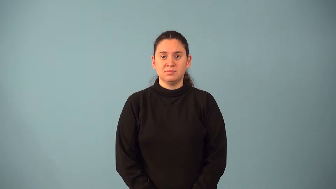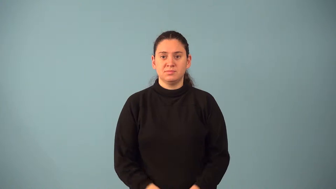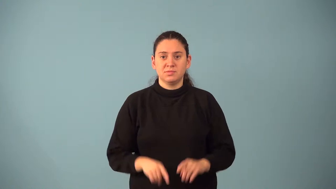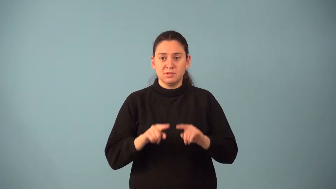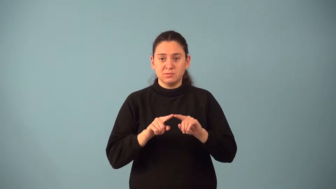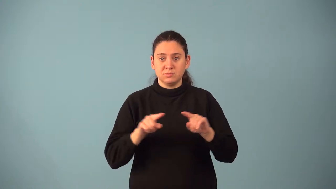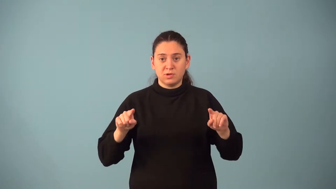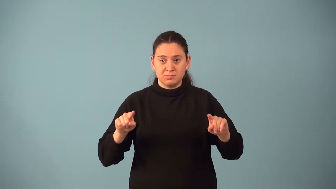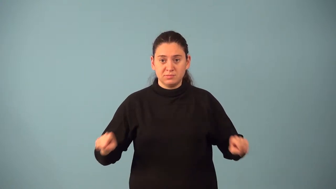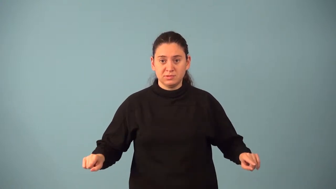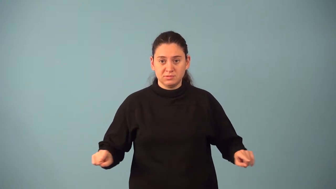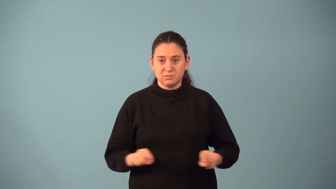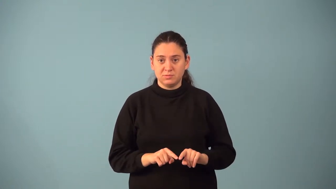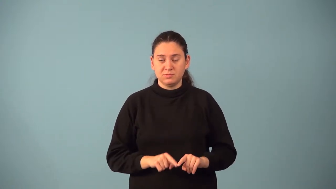trapezoid